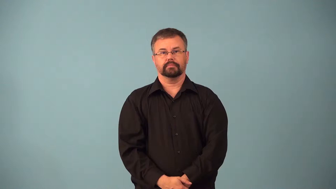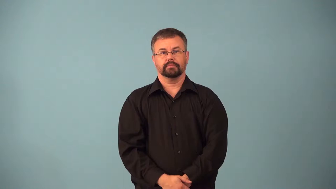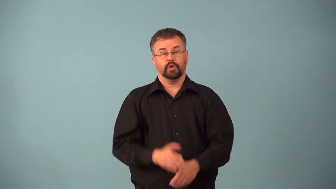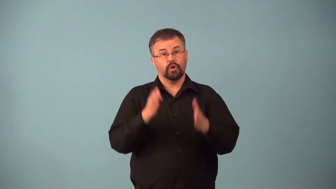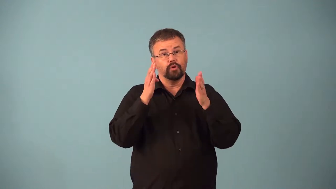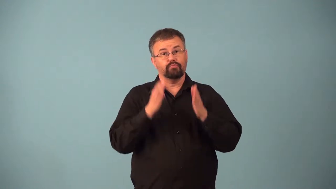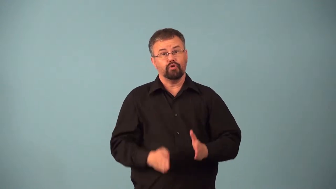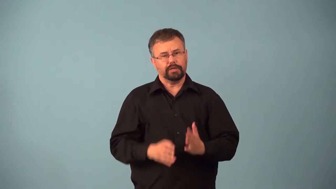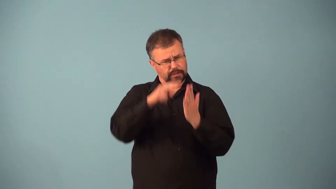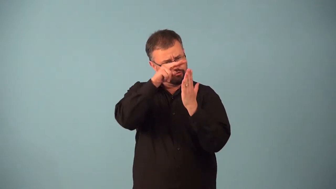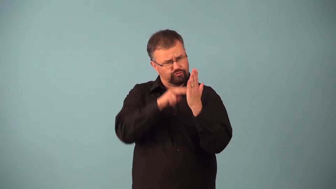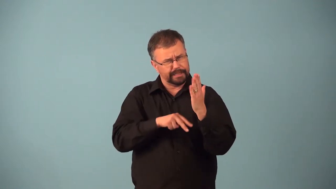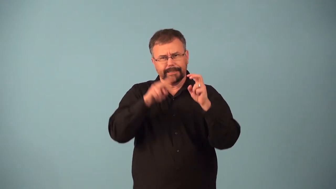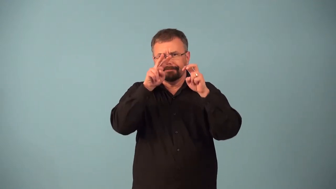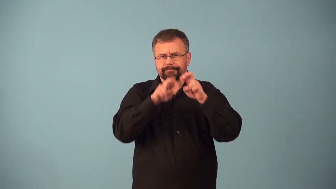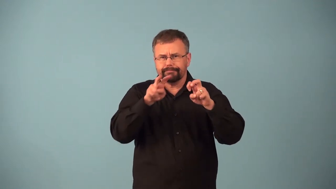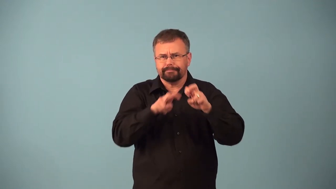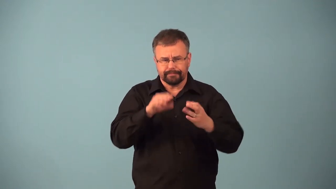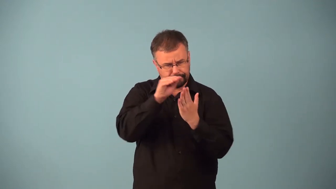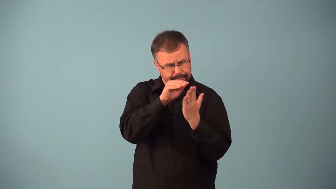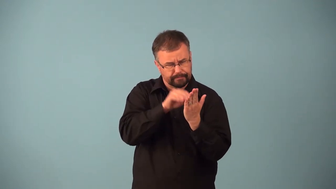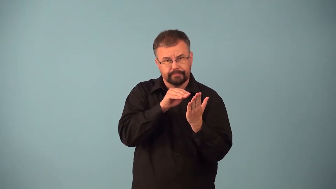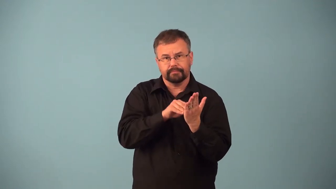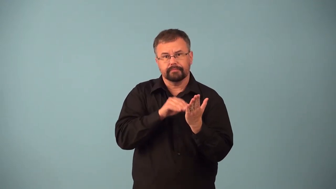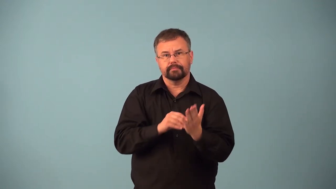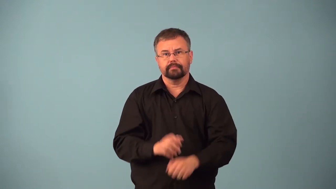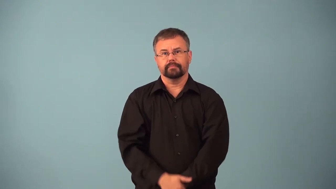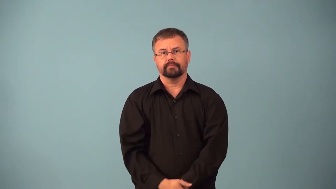annotator